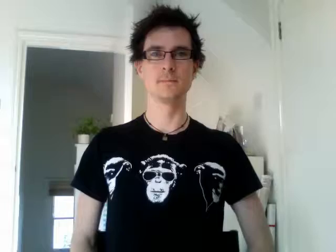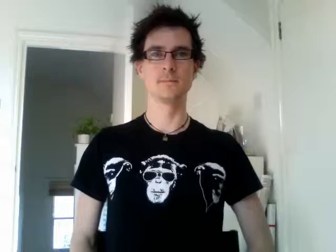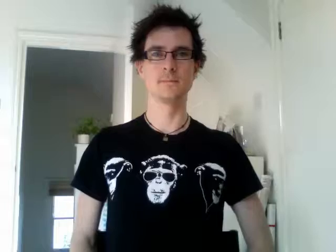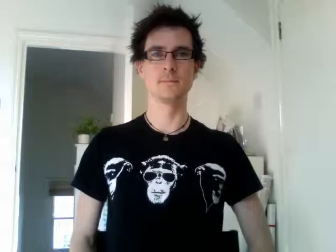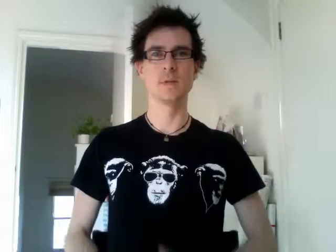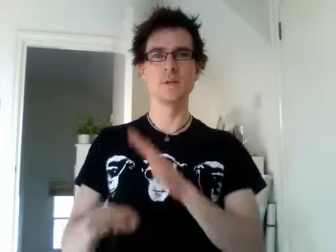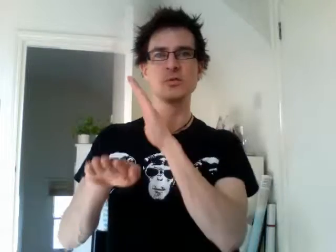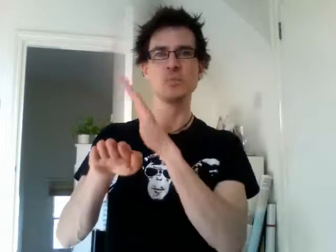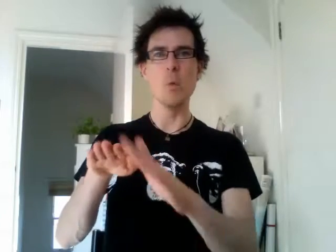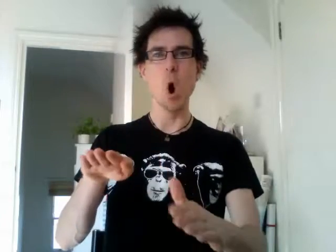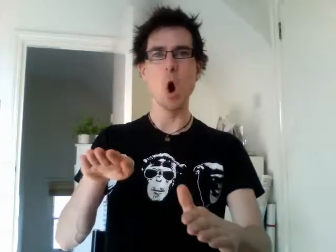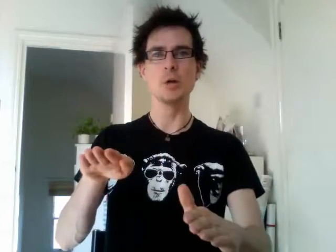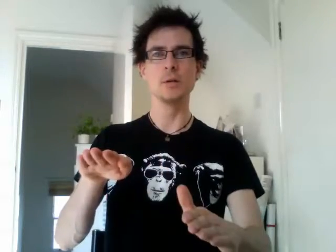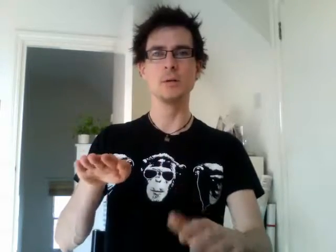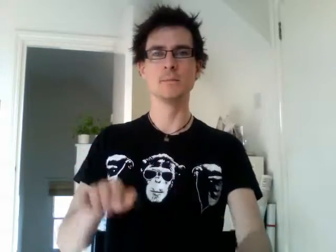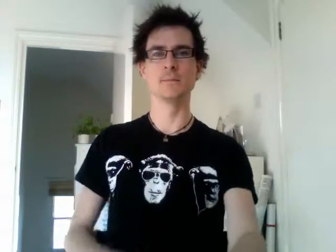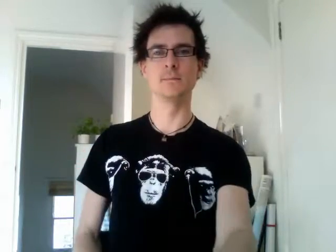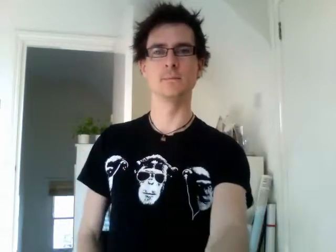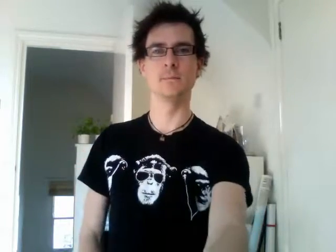sport